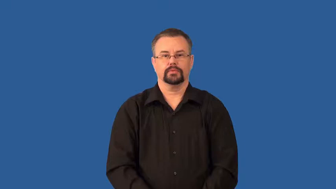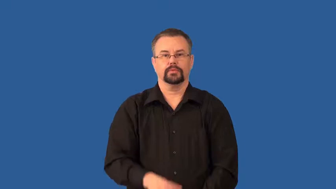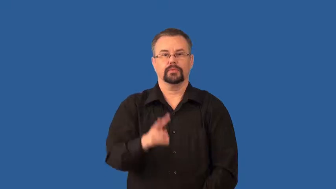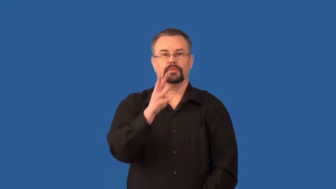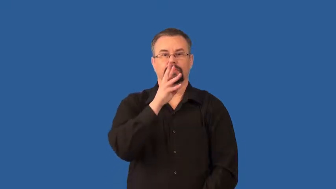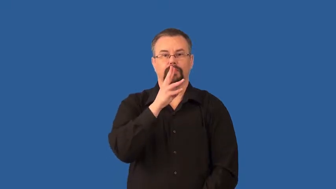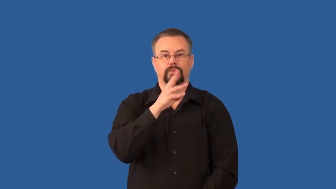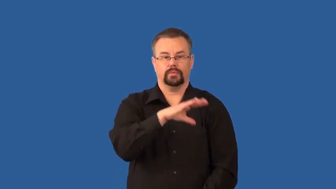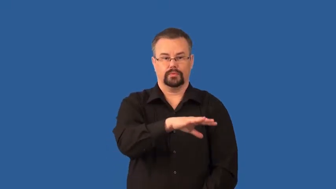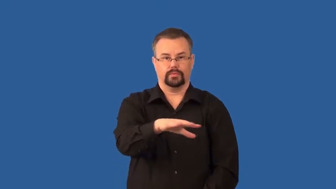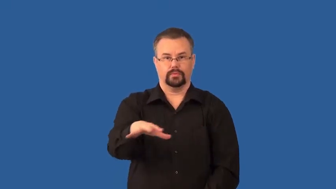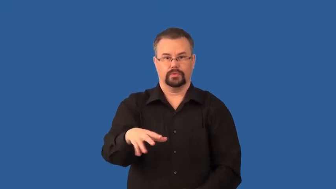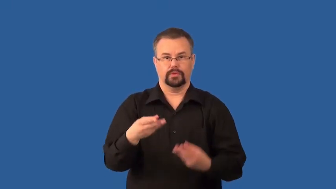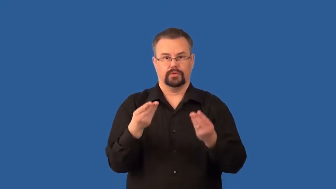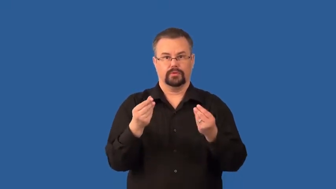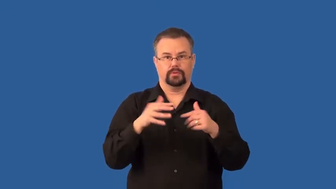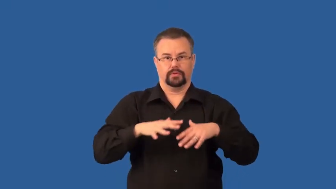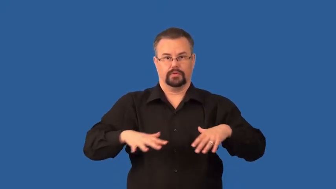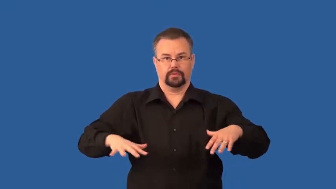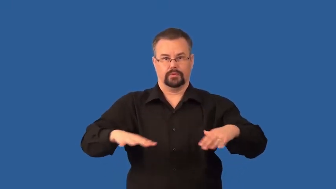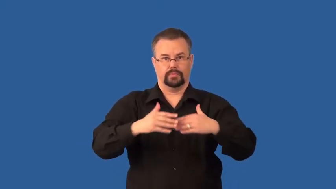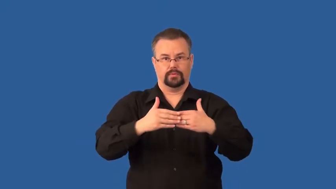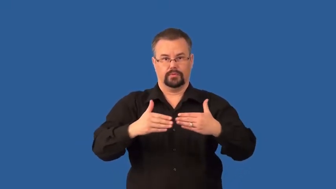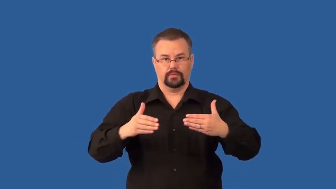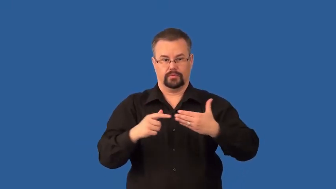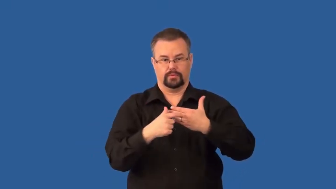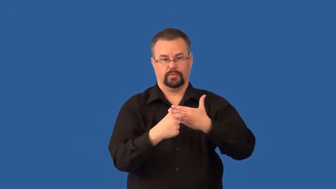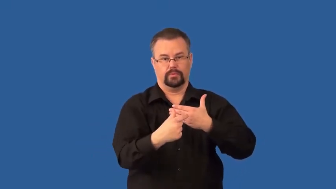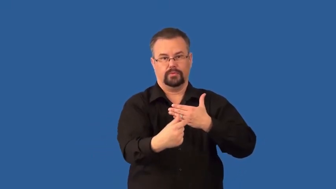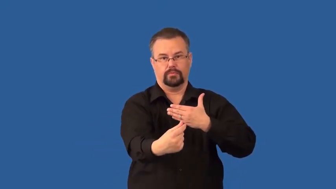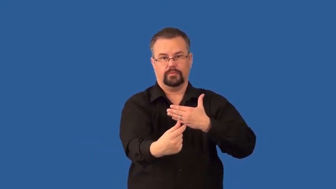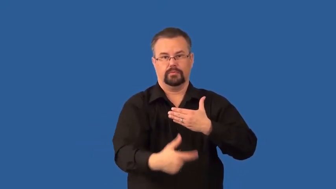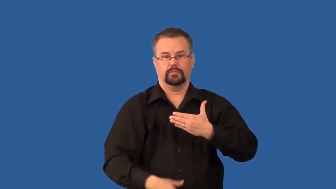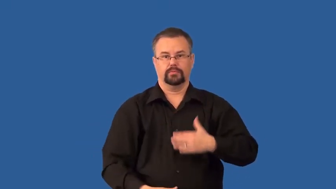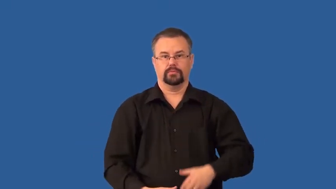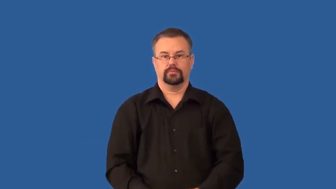headlands